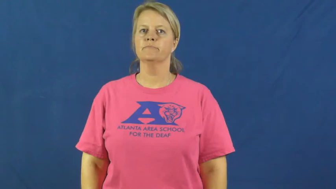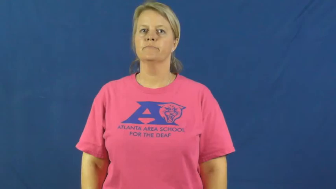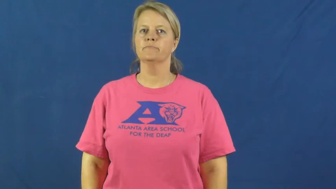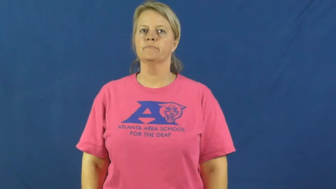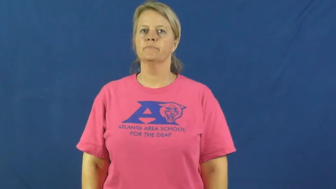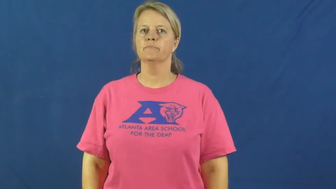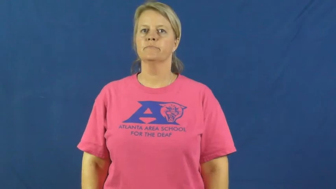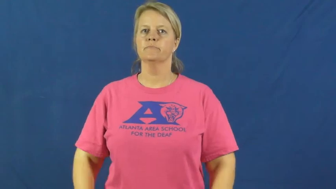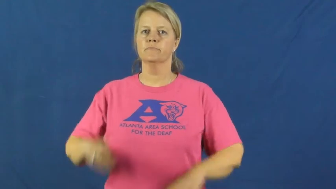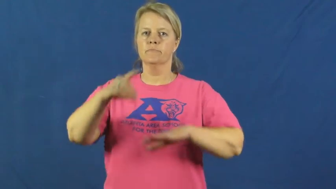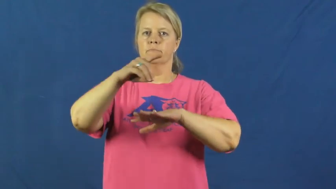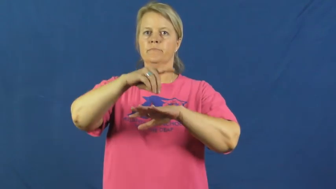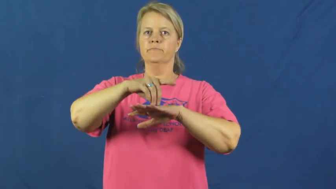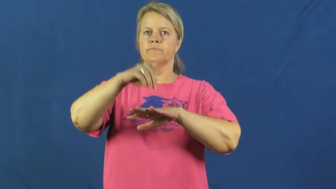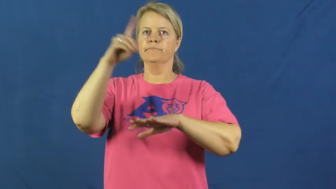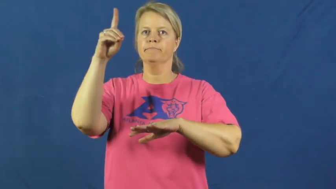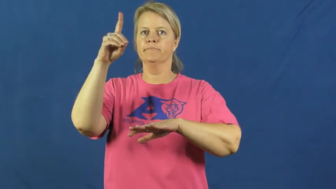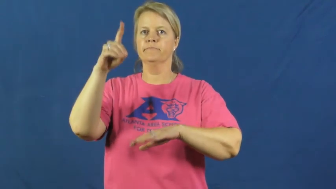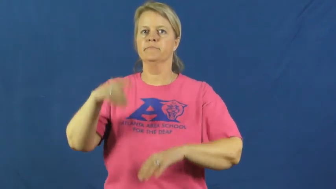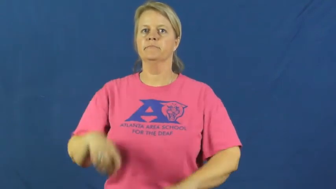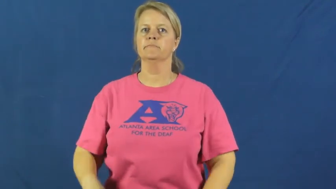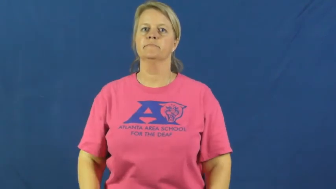diamond-gem